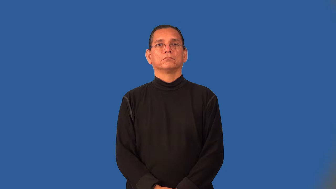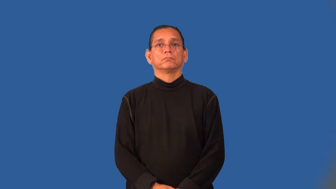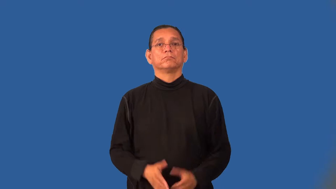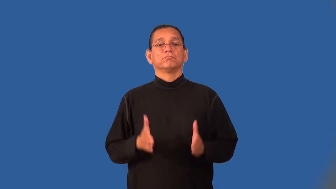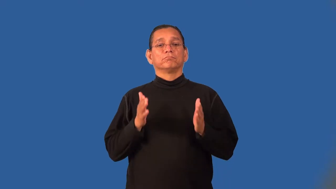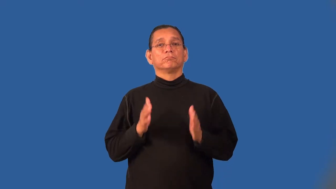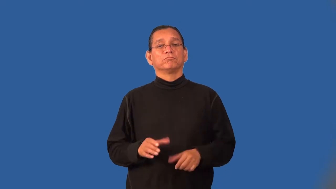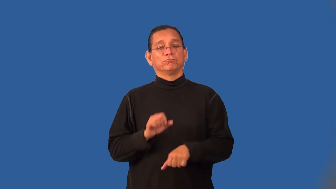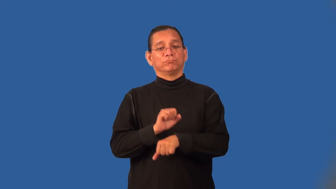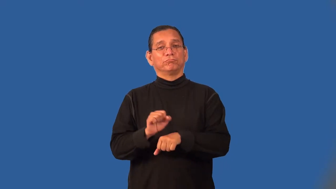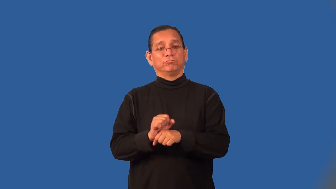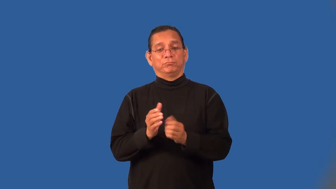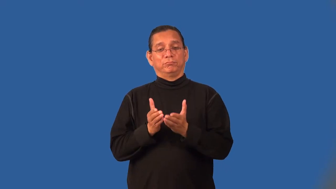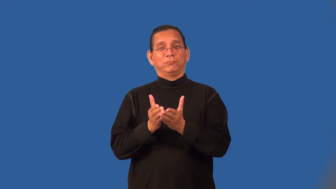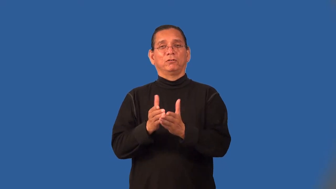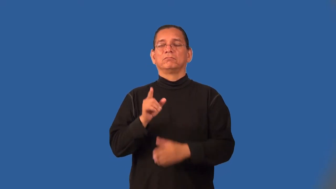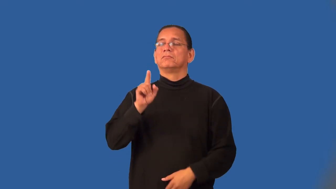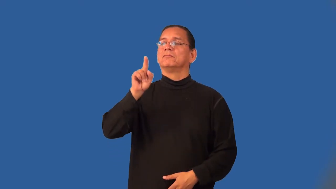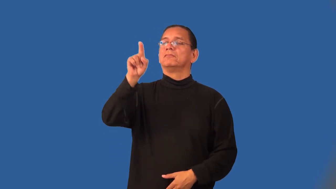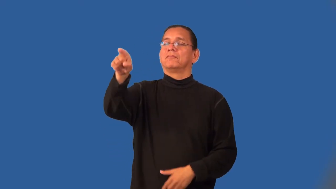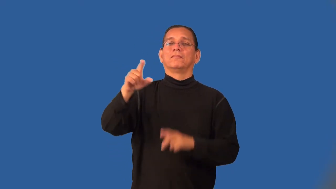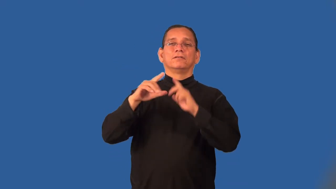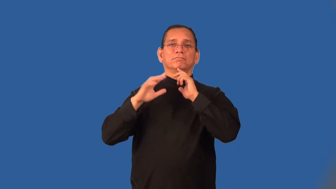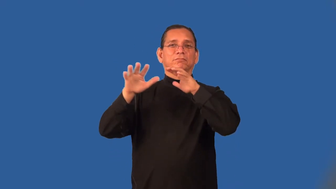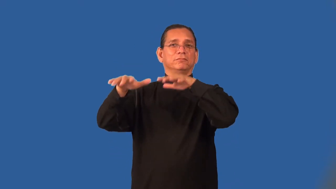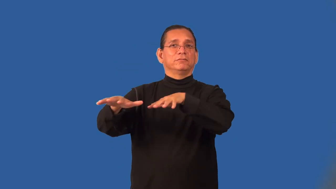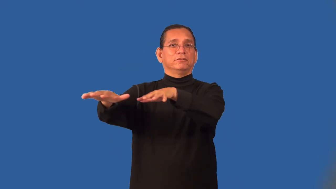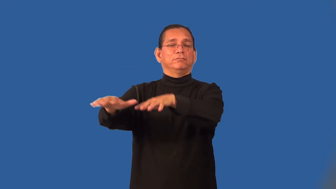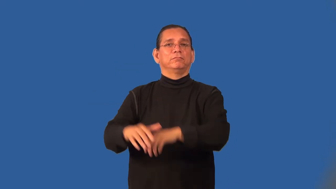seafarer,seaman